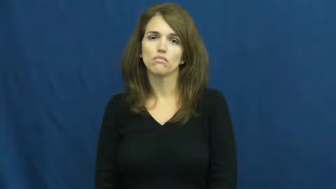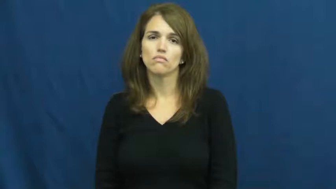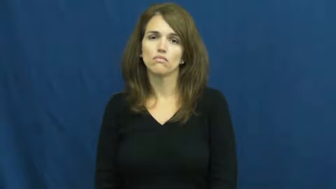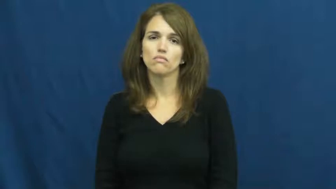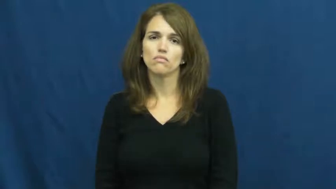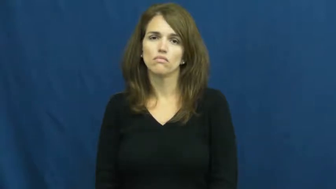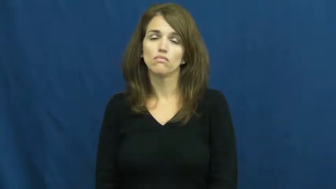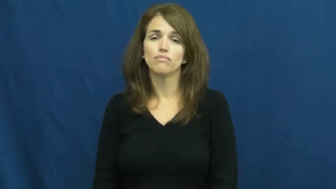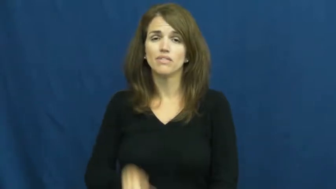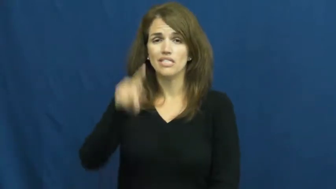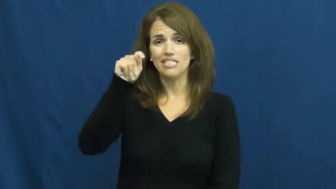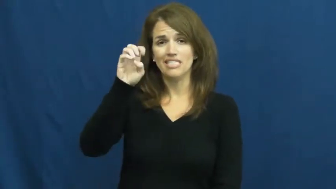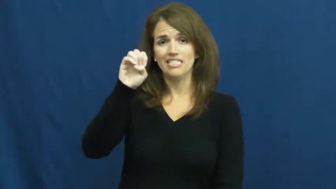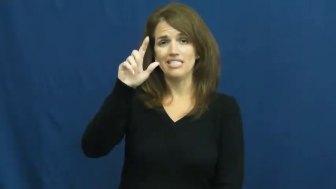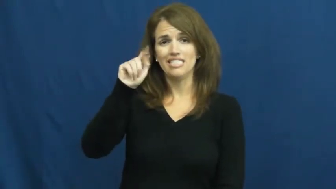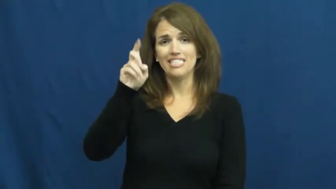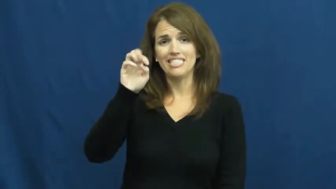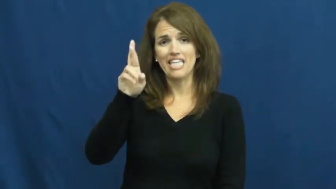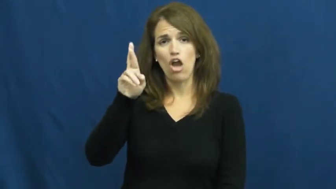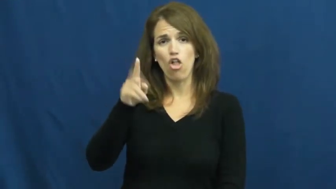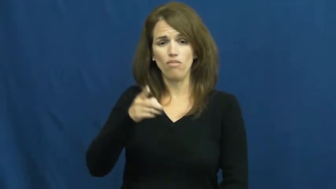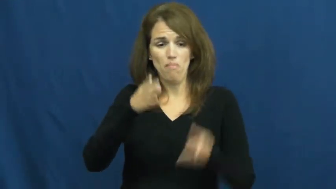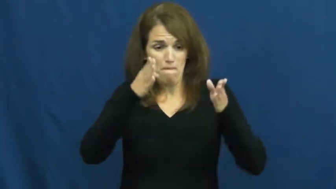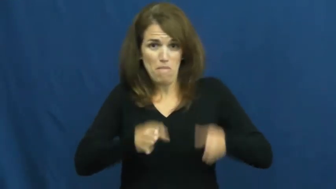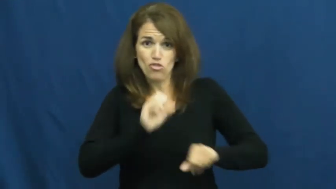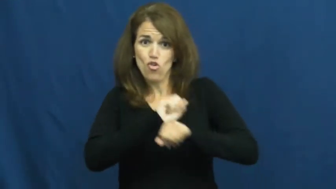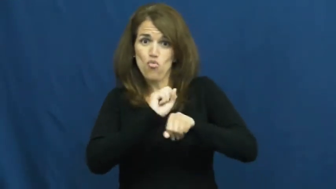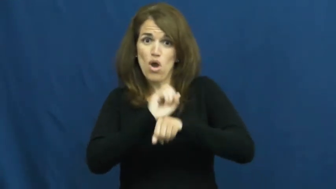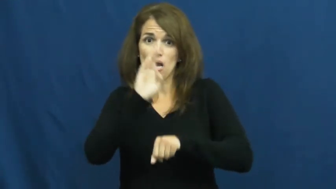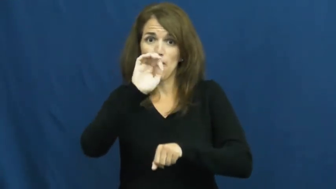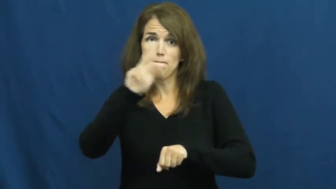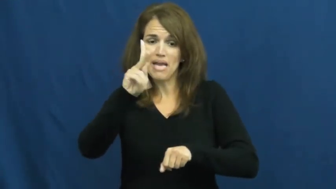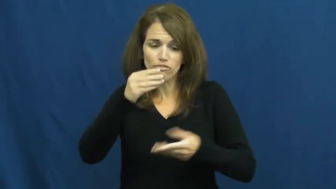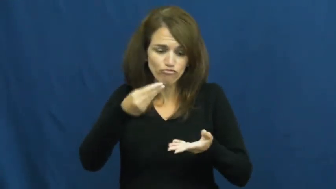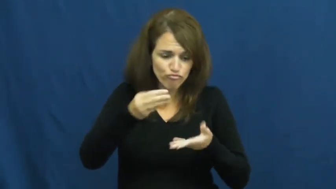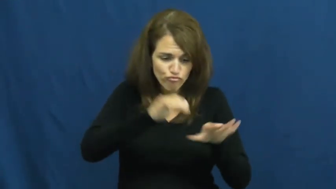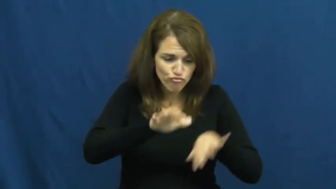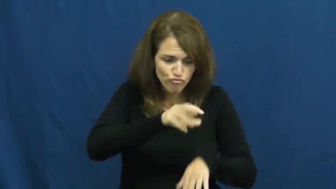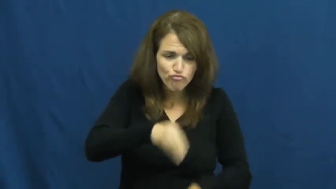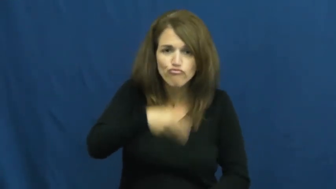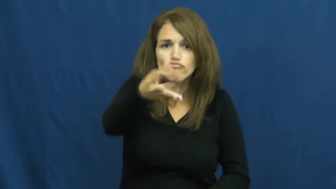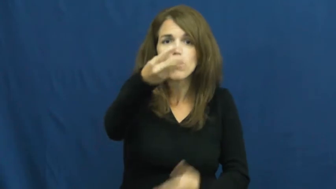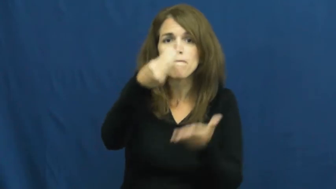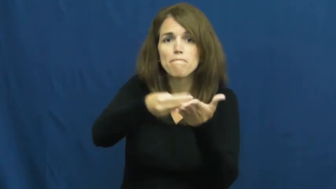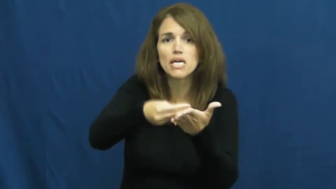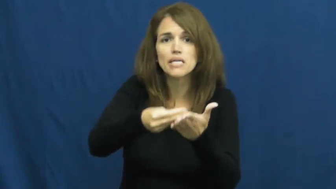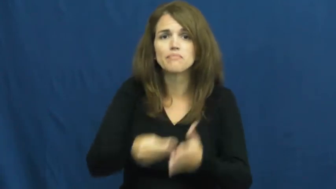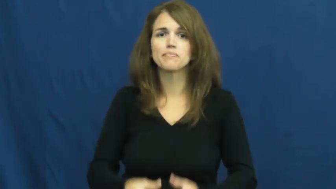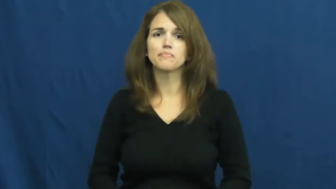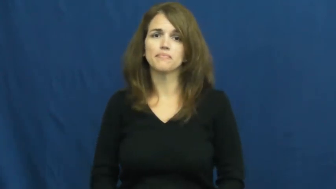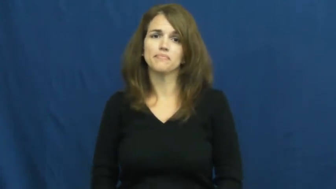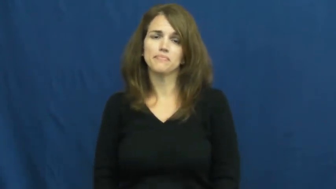teller